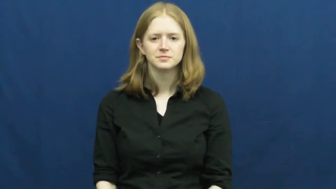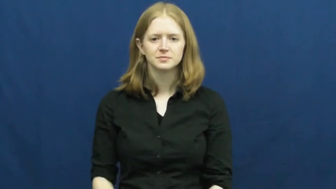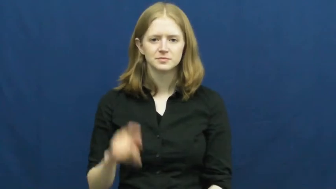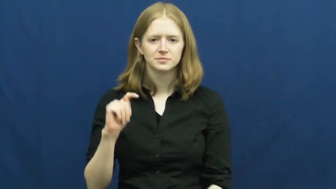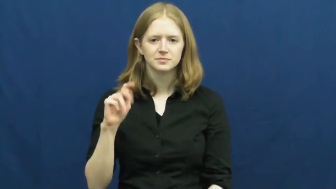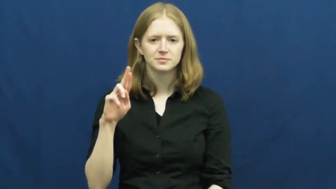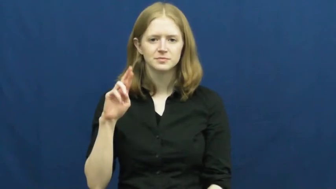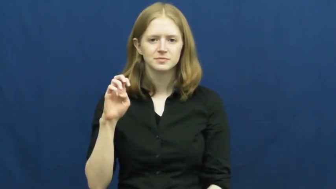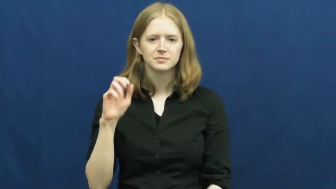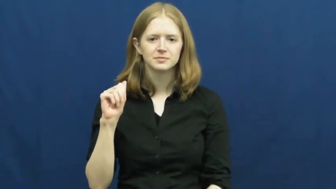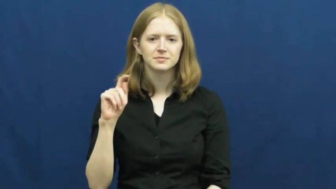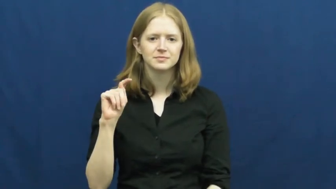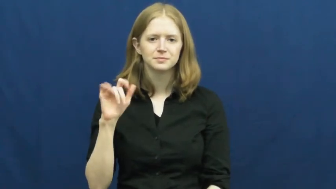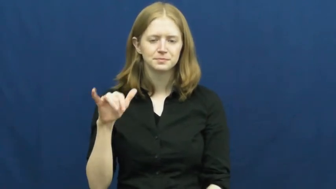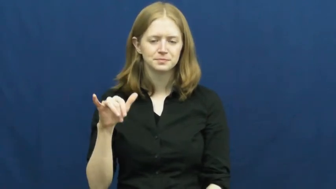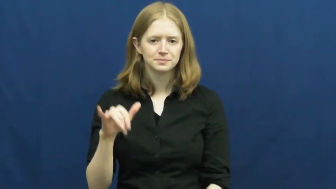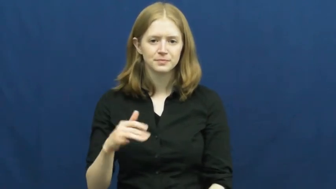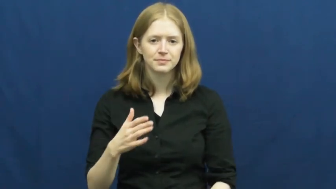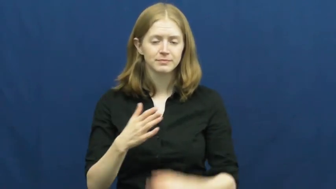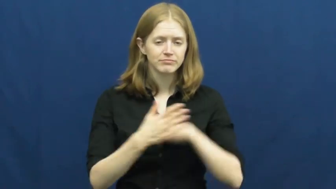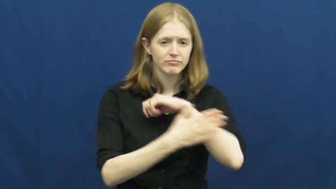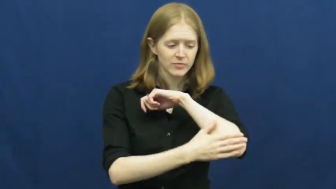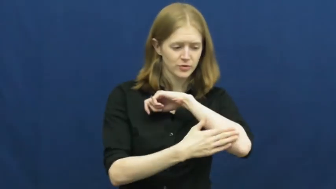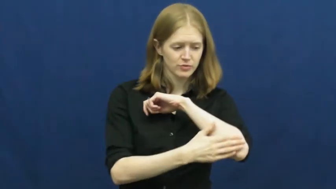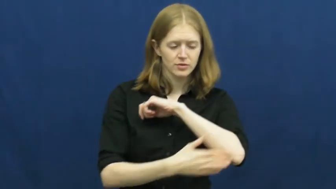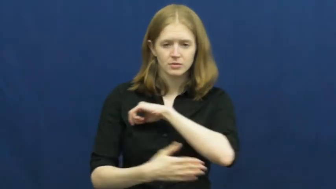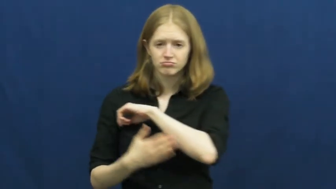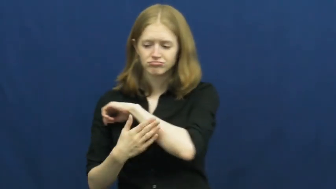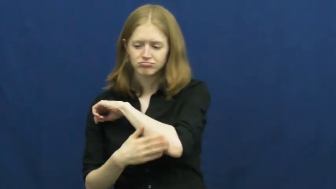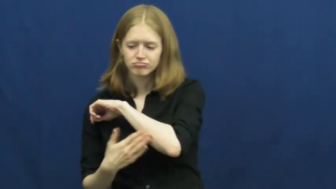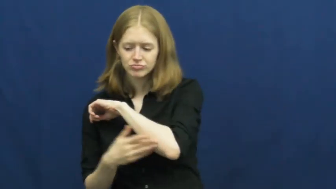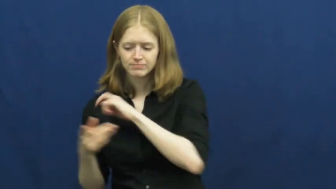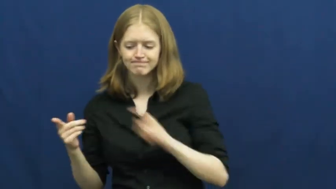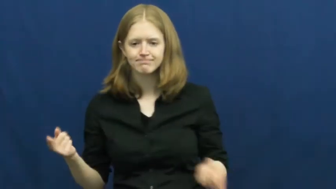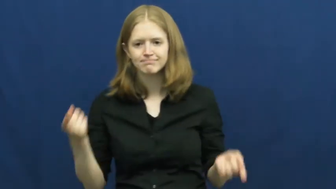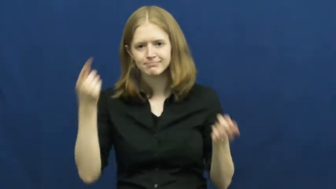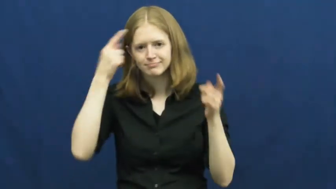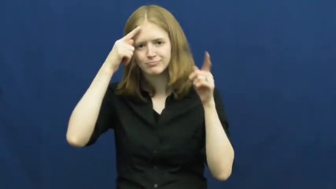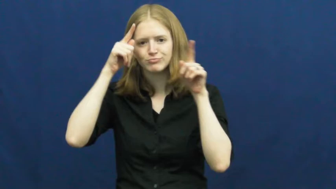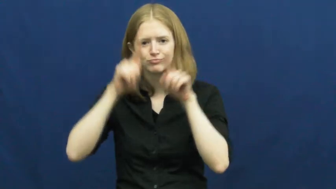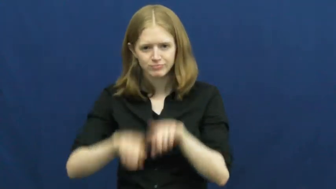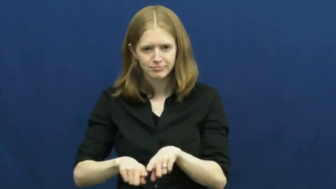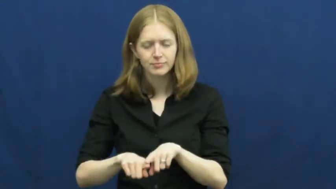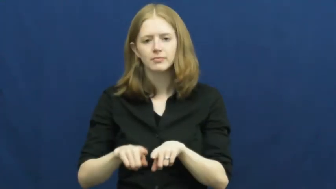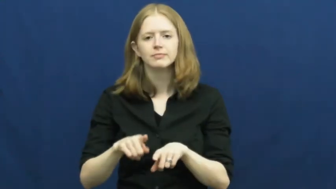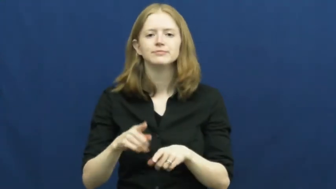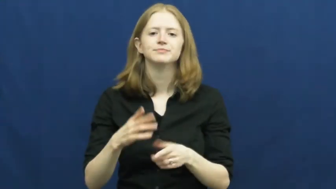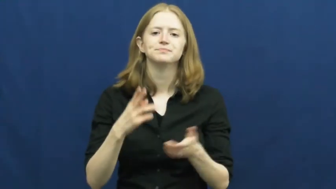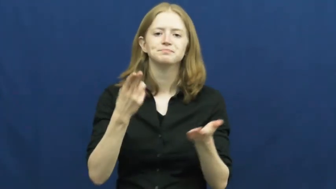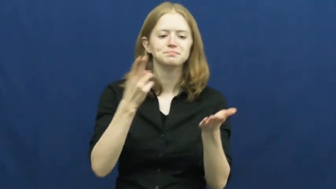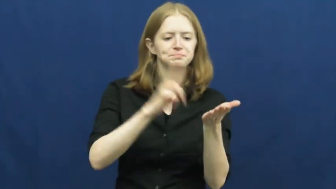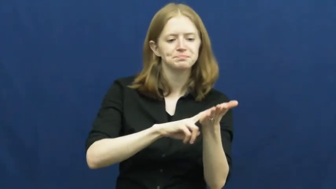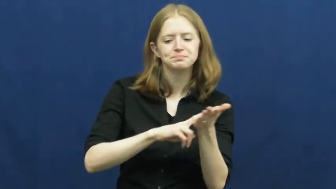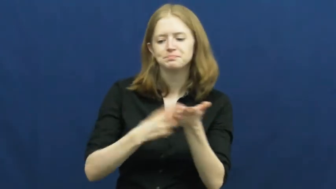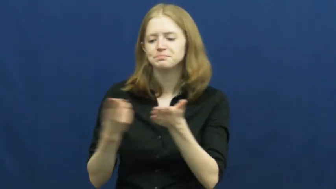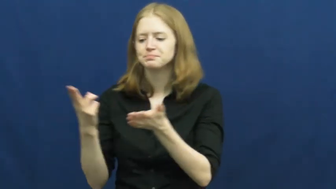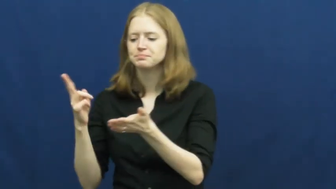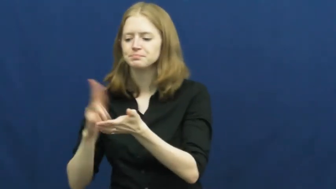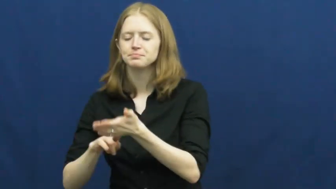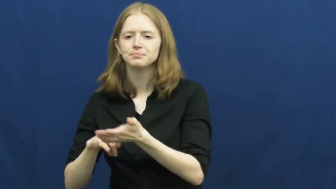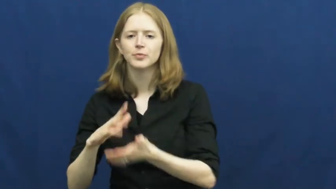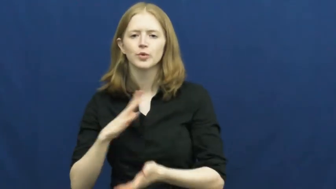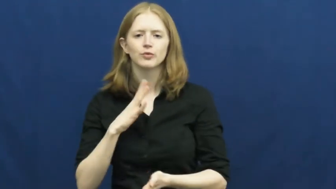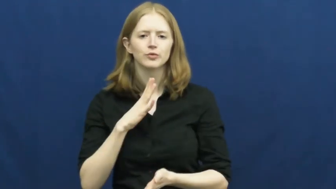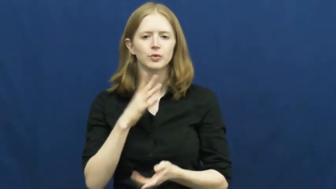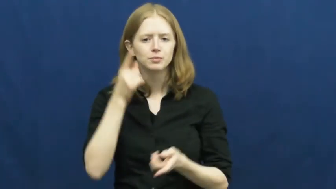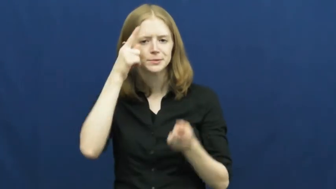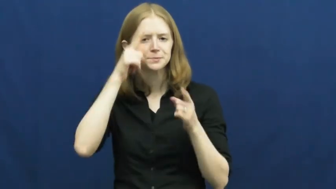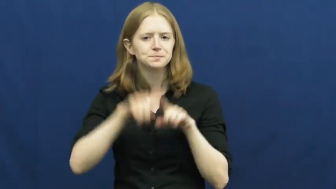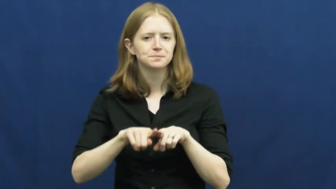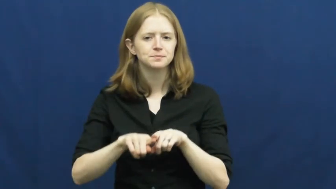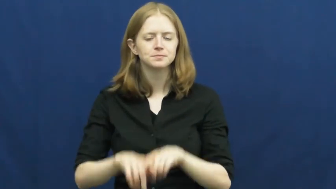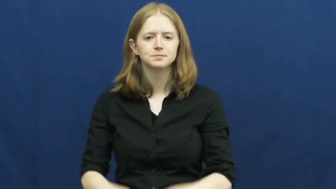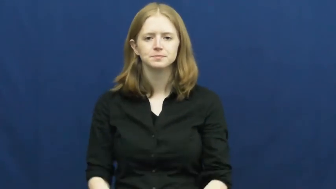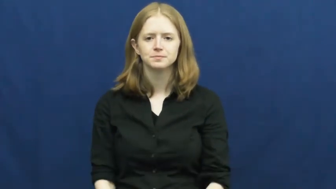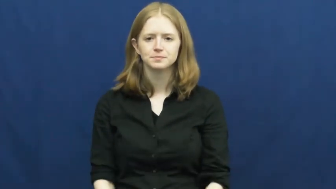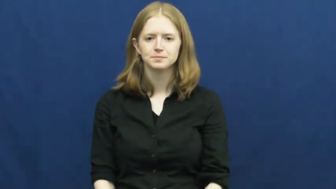treaty